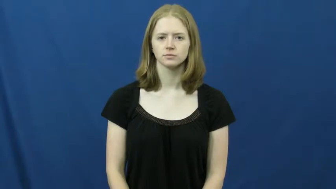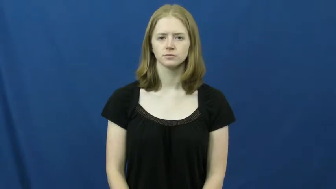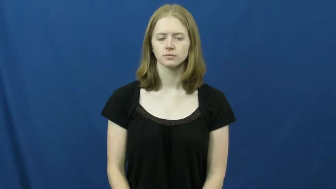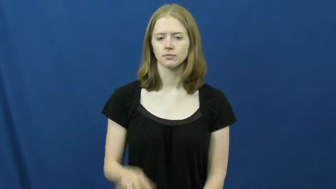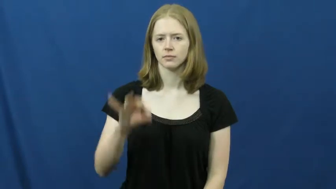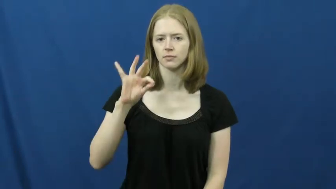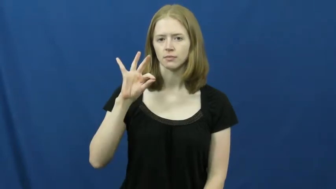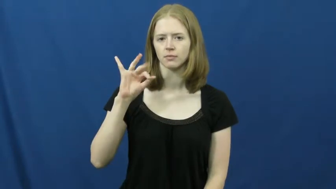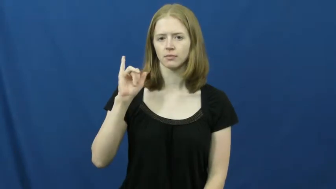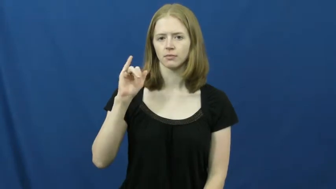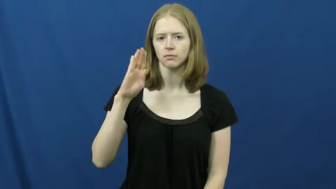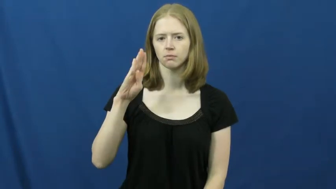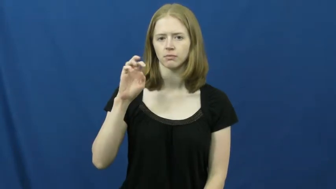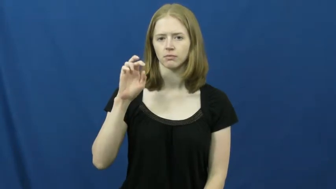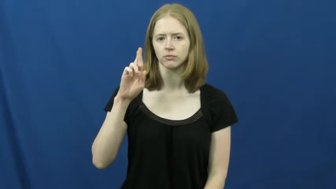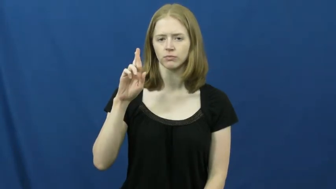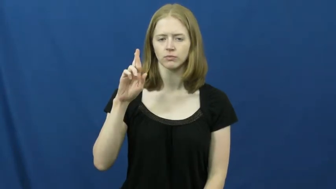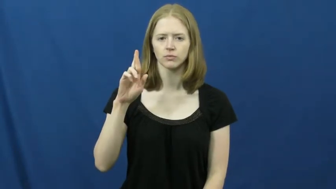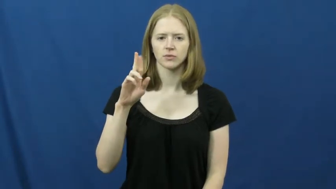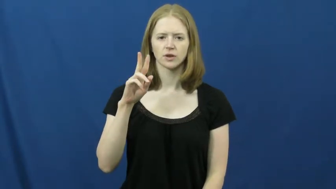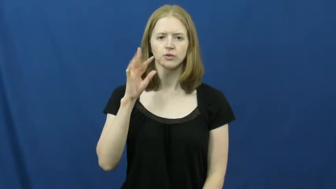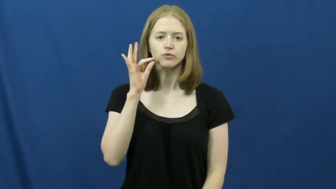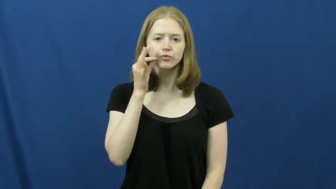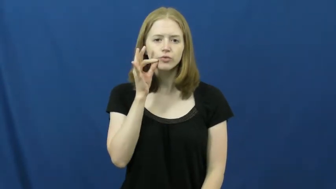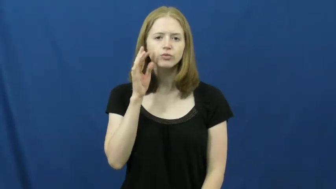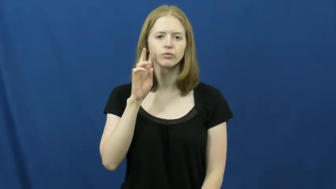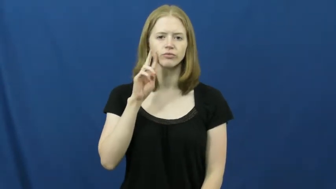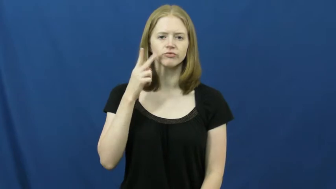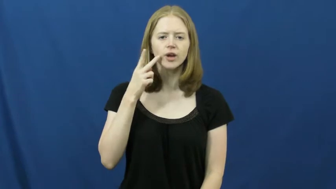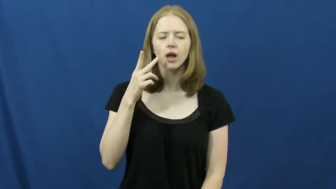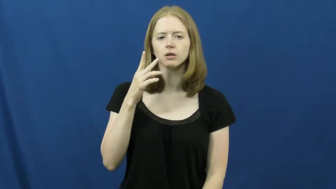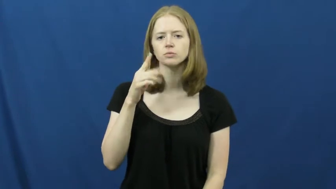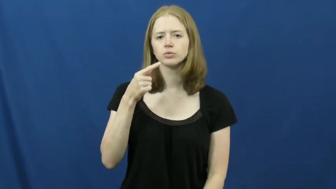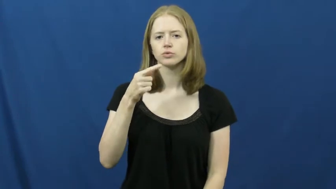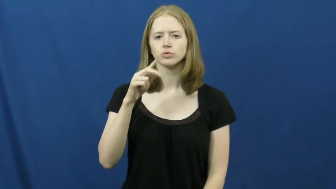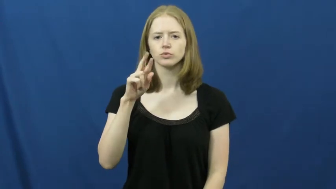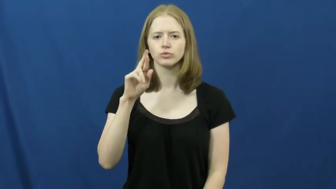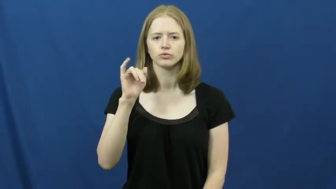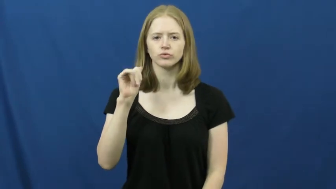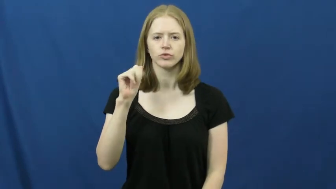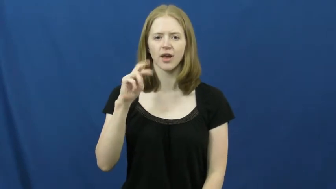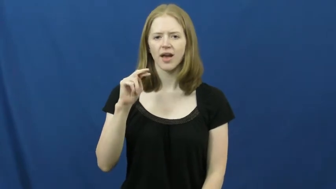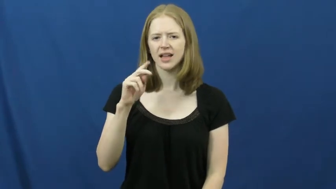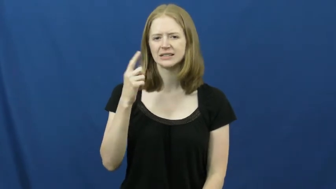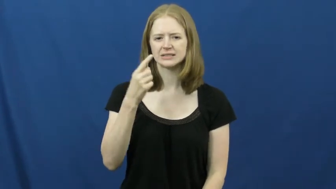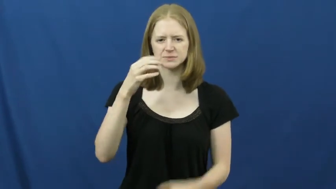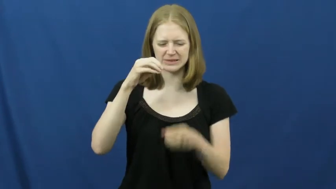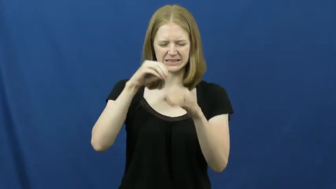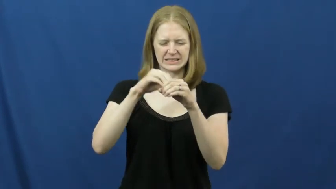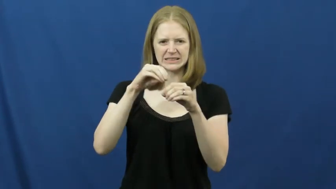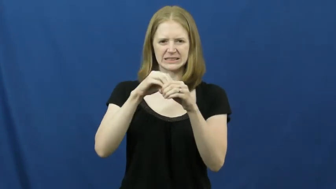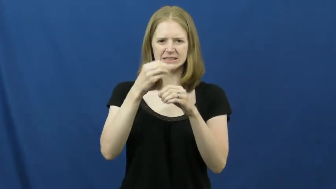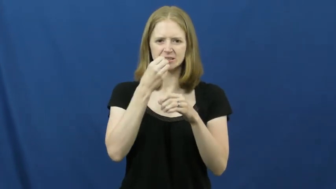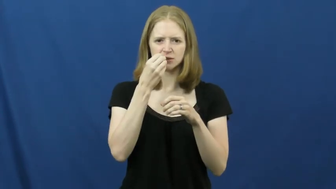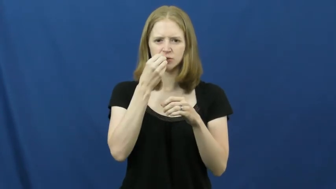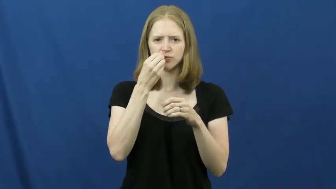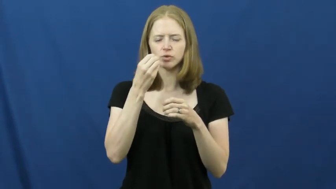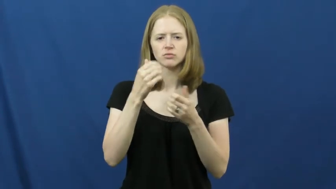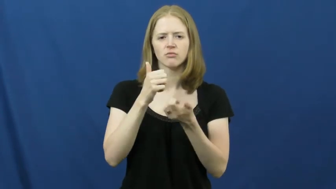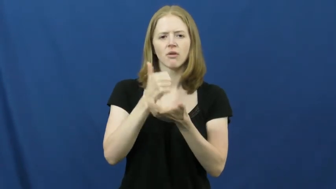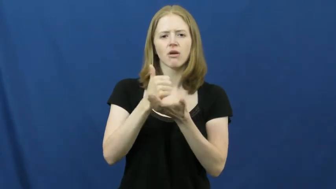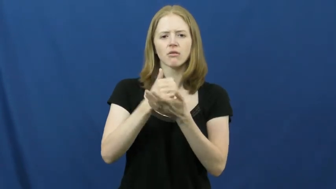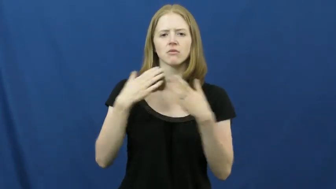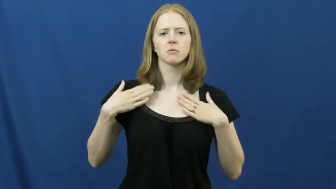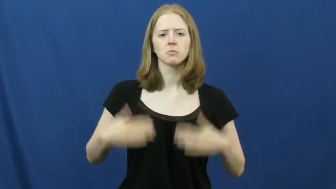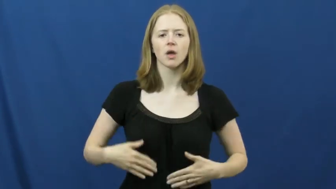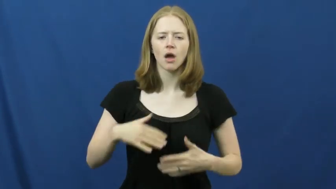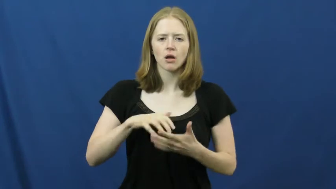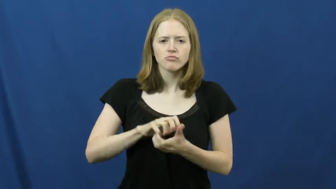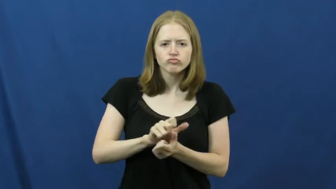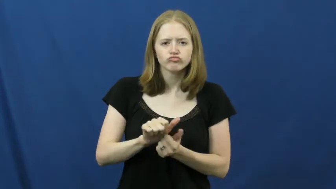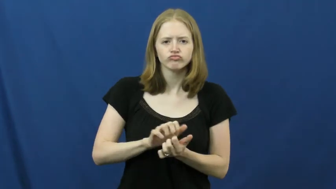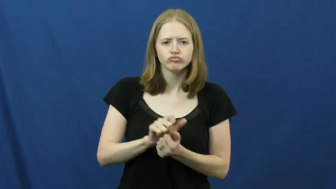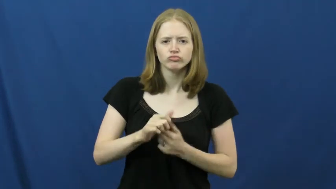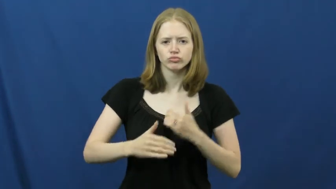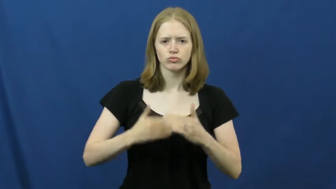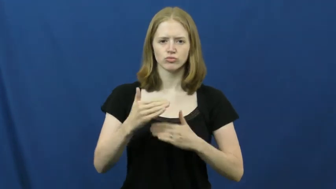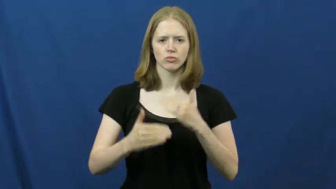fiber-food